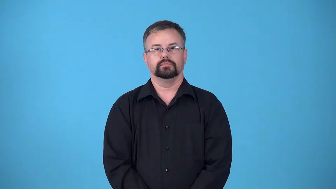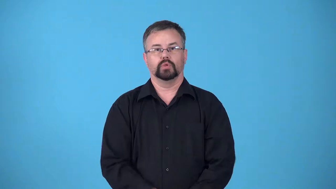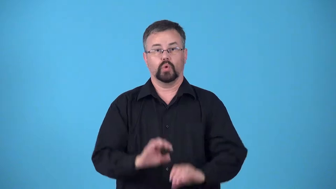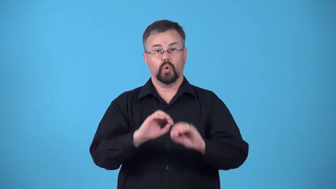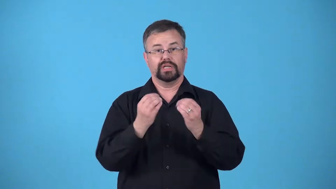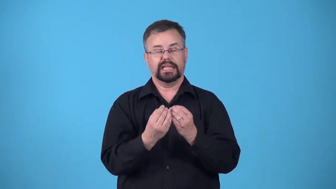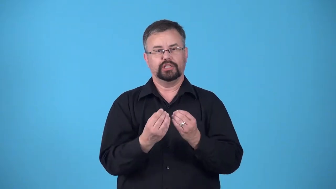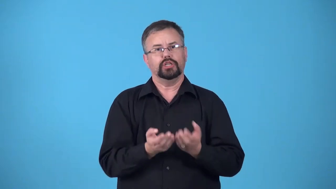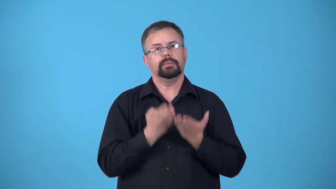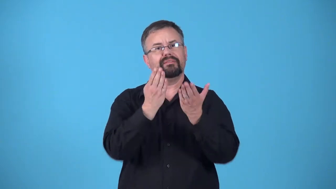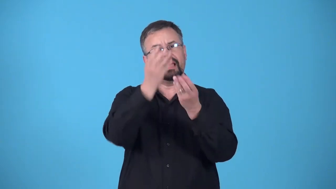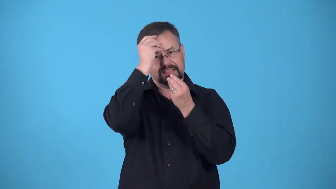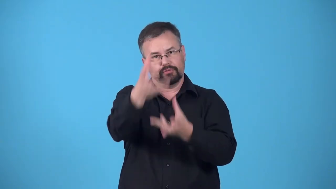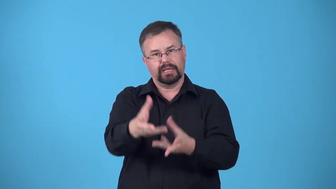bureau-organization